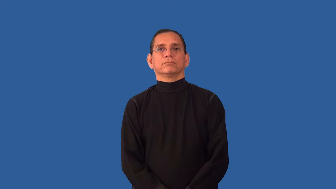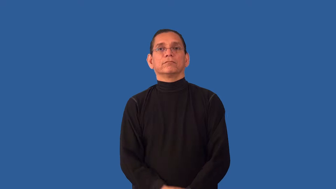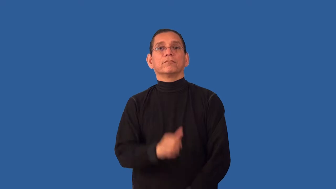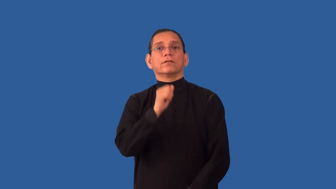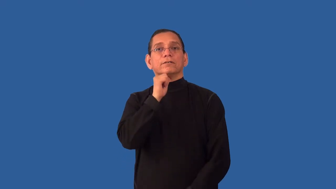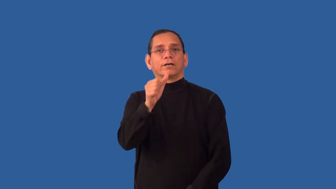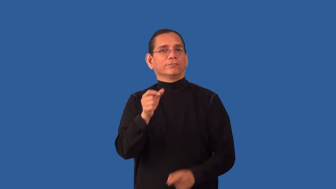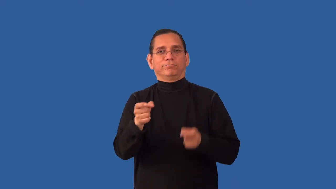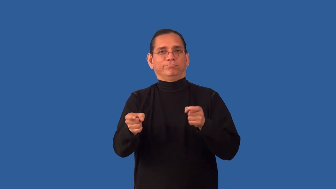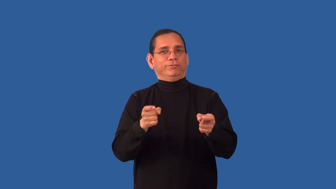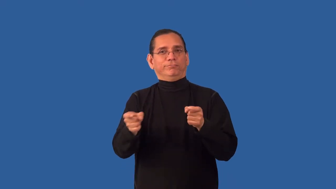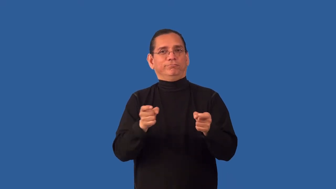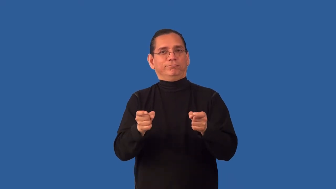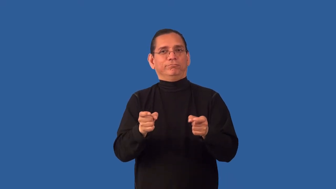unchecked,unmanaged,ungoverned,uncontrolled,wayward,untempered,compulsive